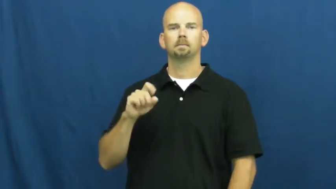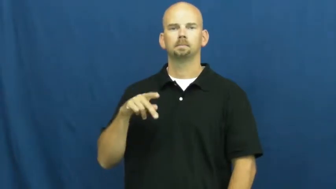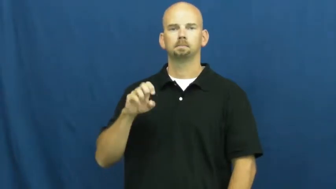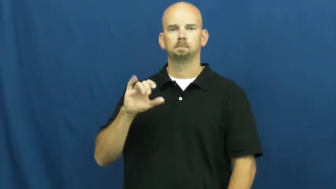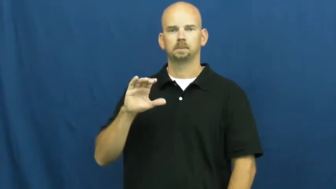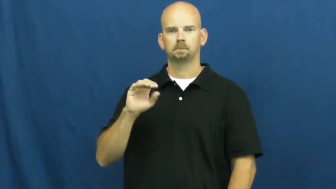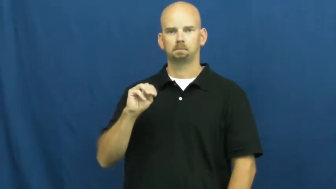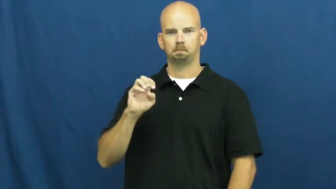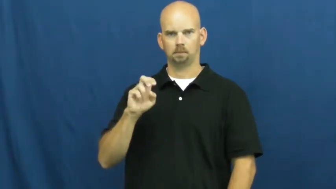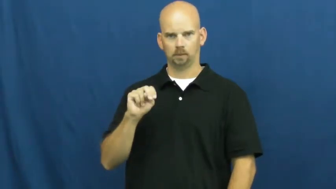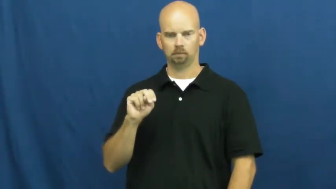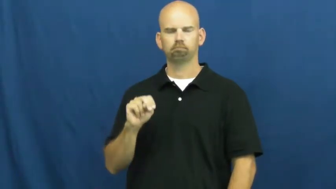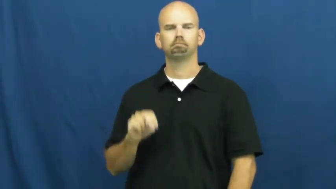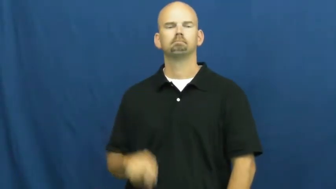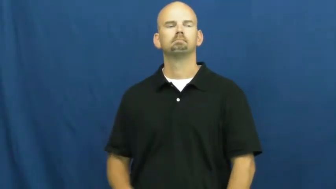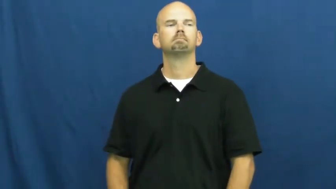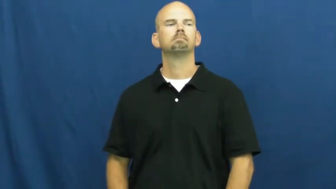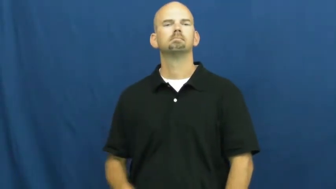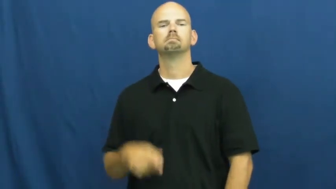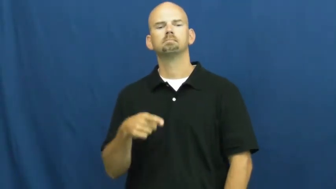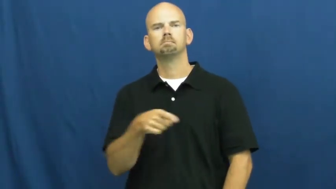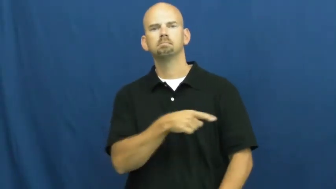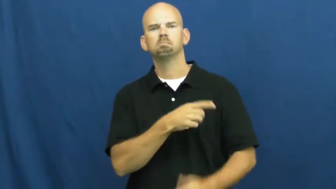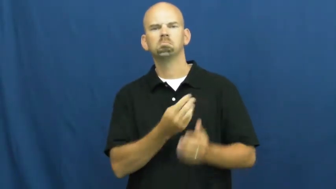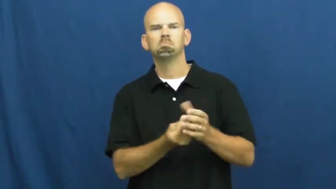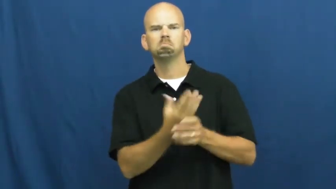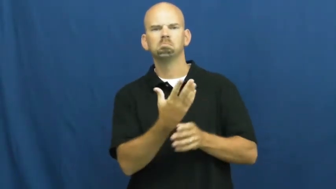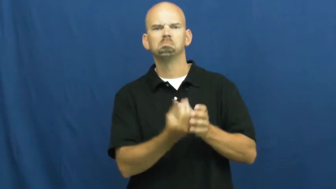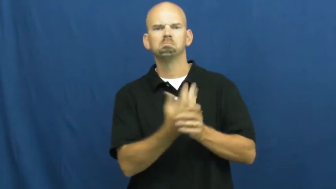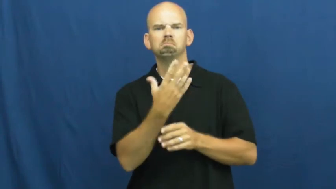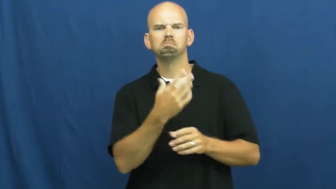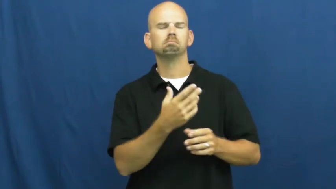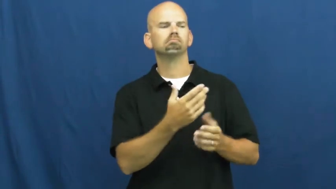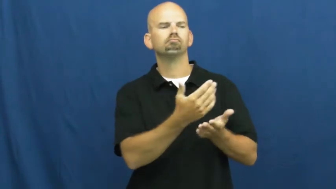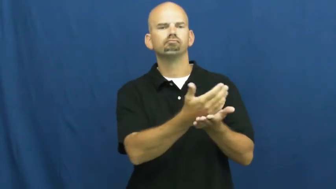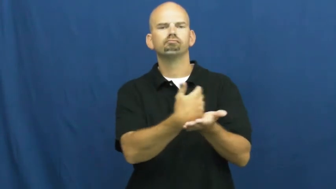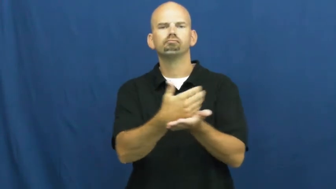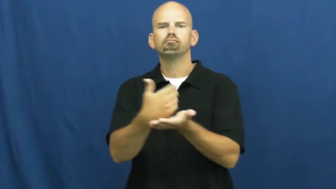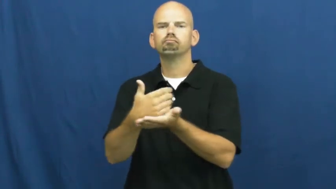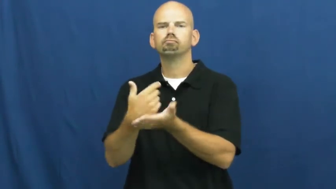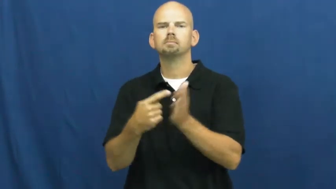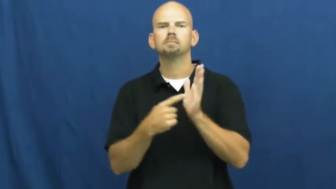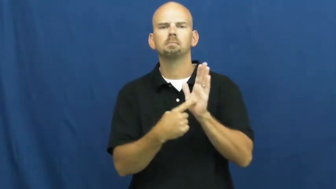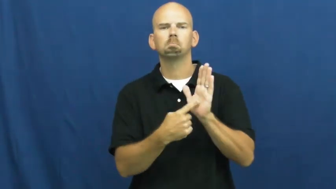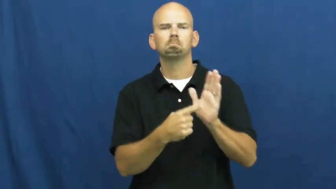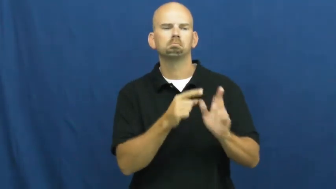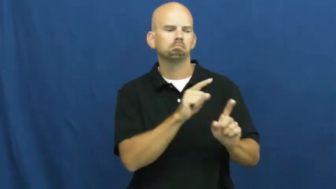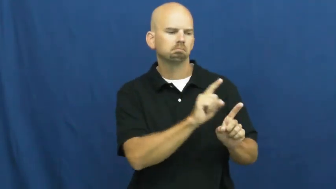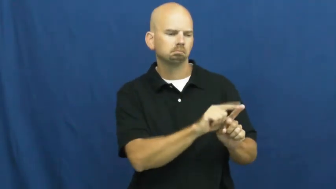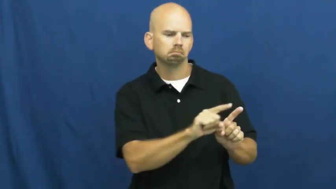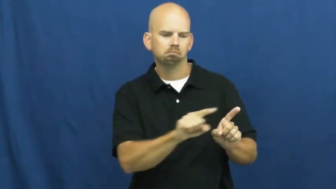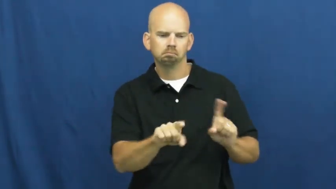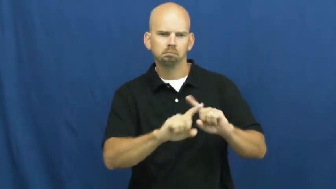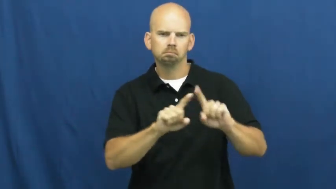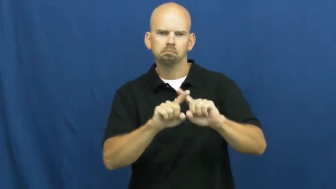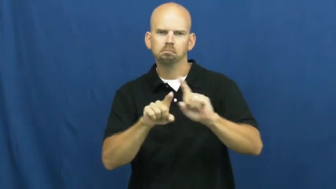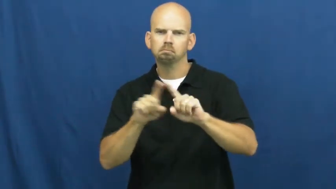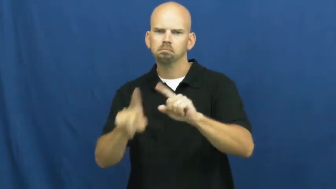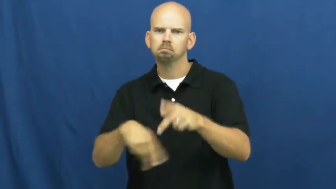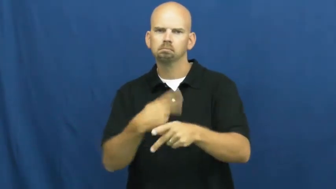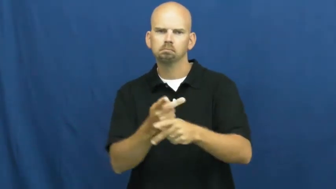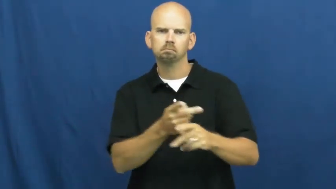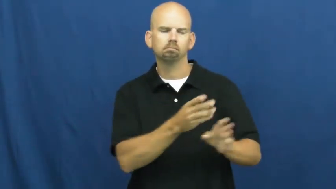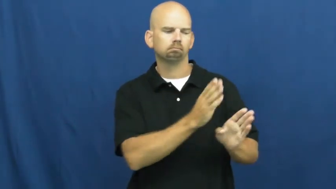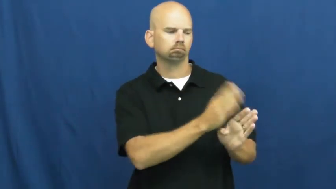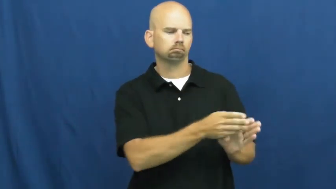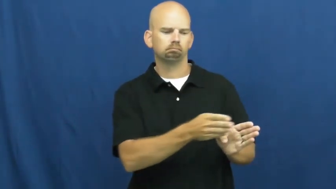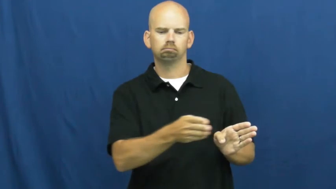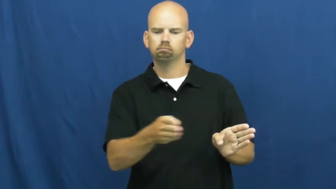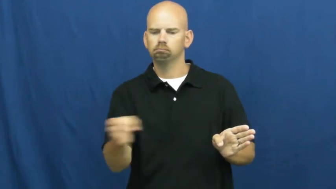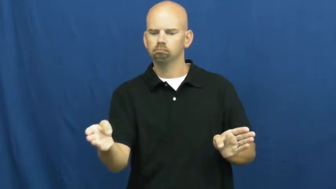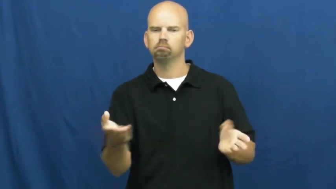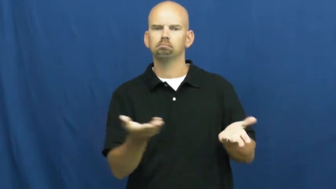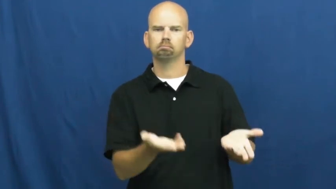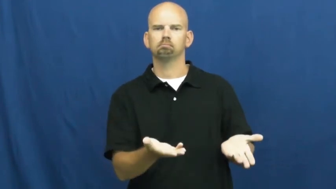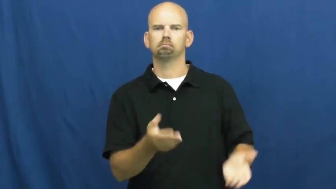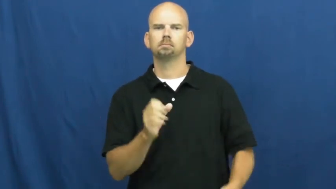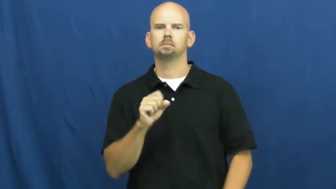specimen-plant